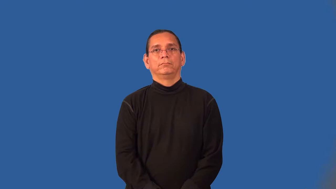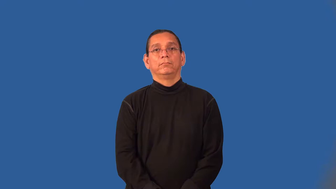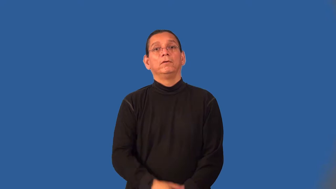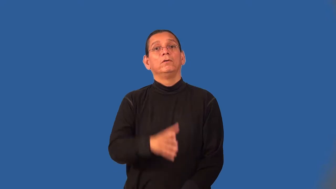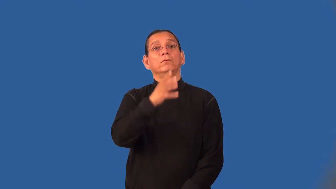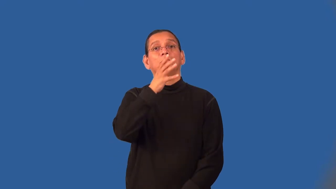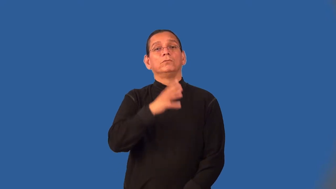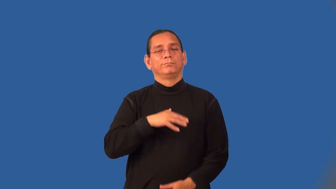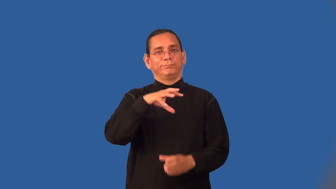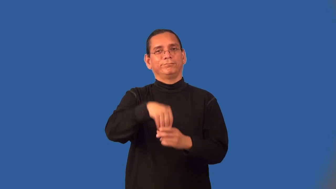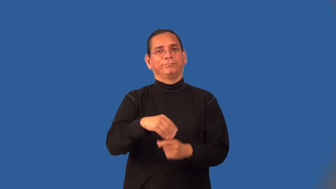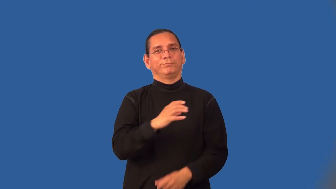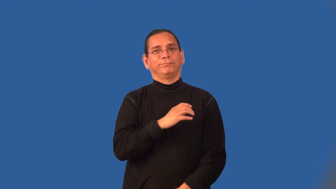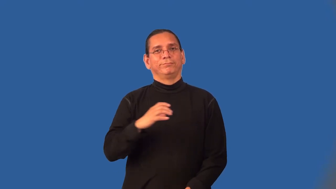committeewoman,councilwoman